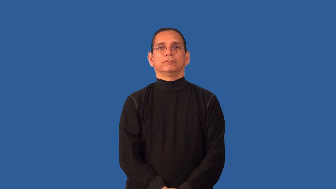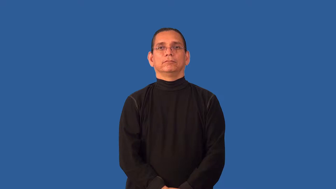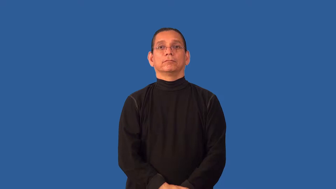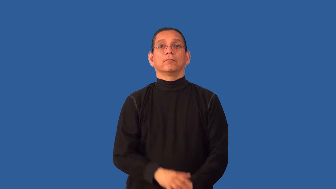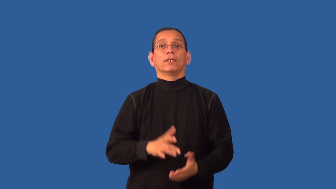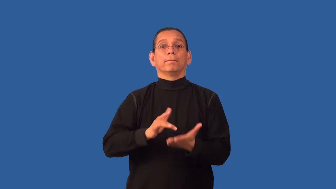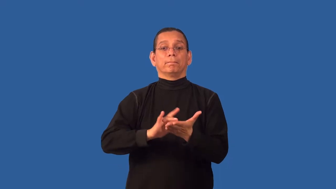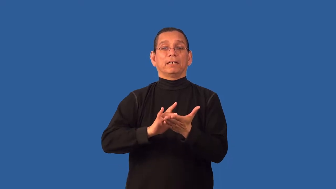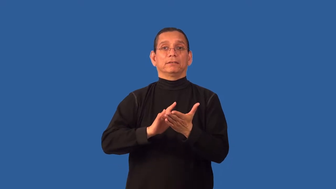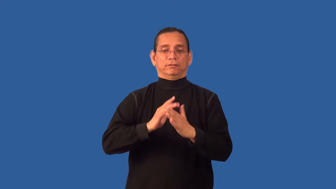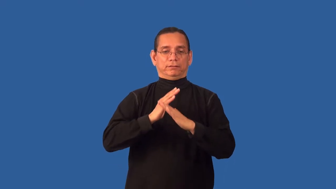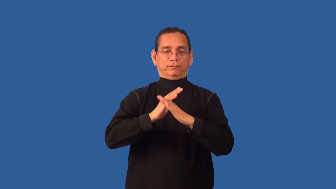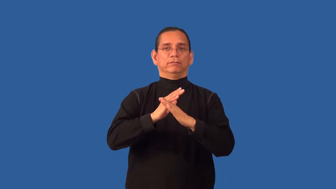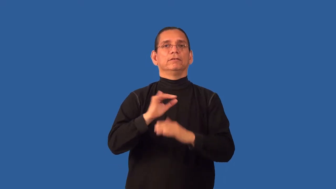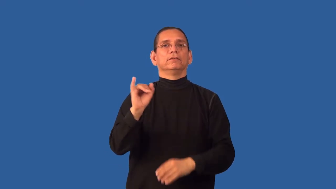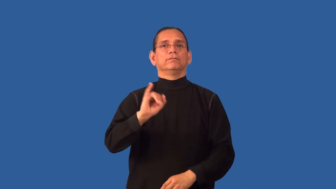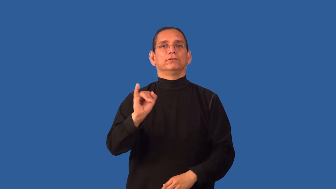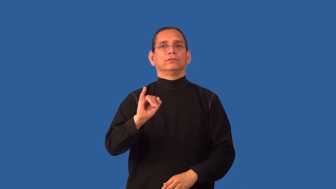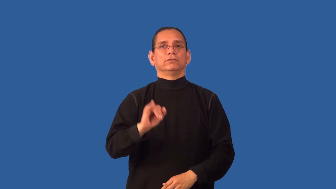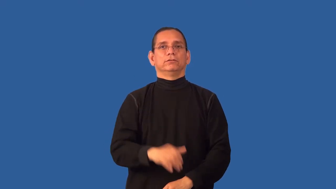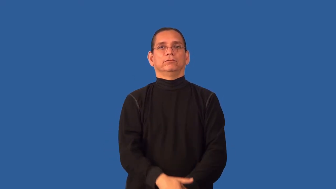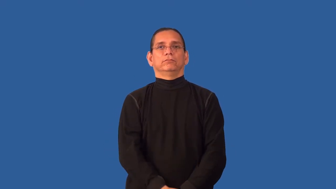antiseptic